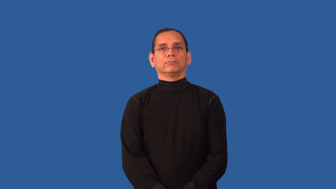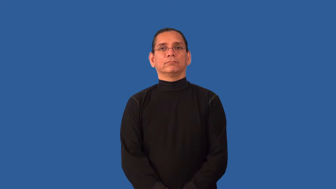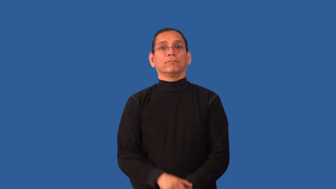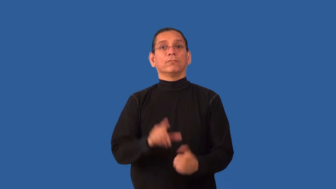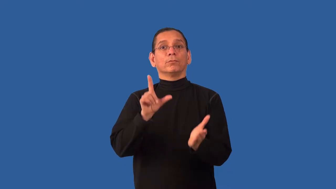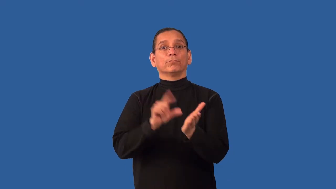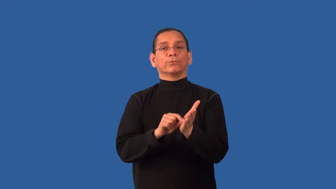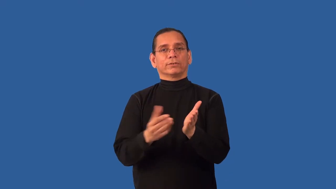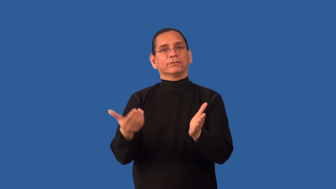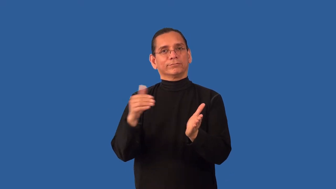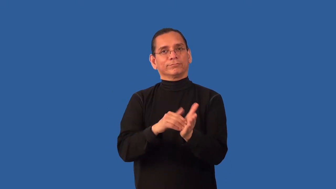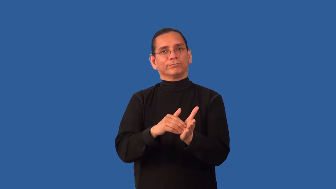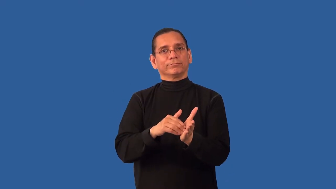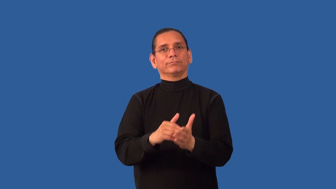reprint,republish